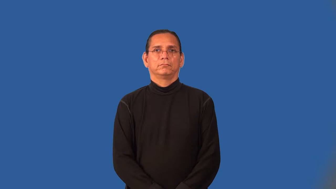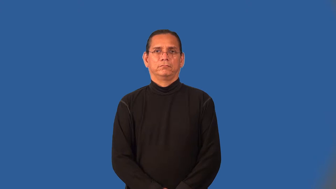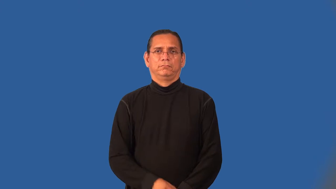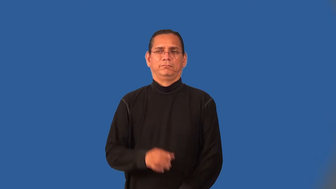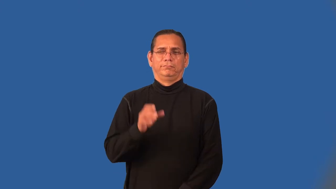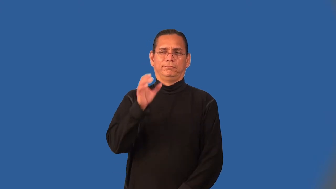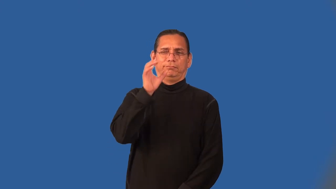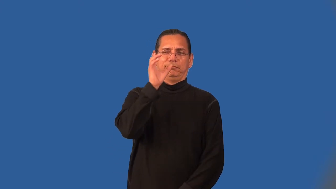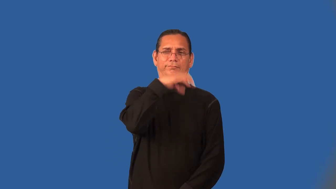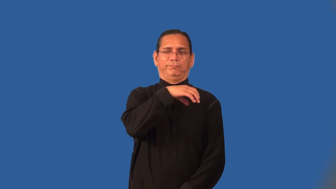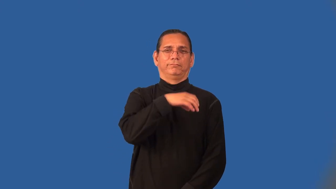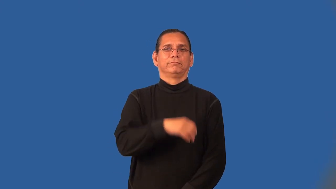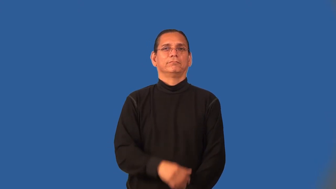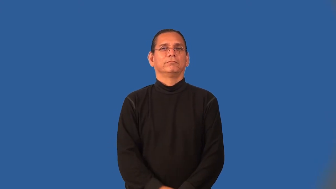off-not normal